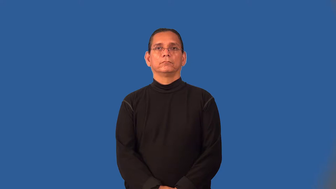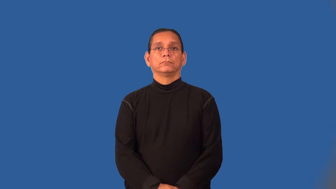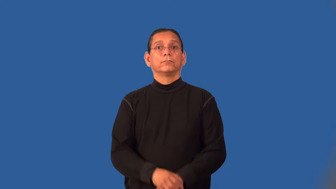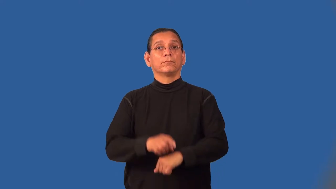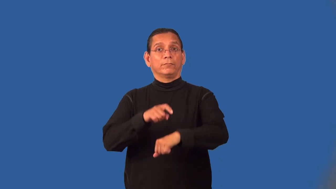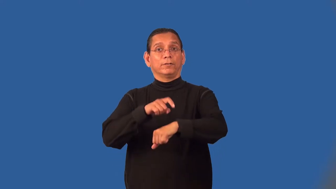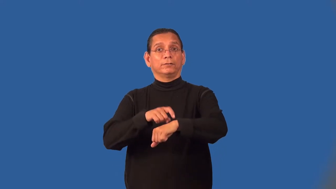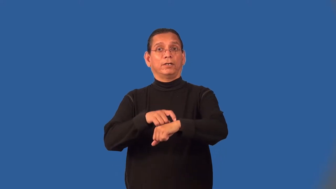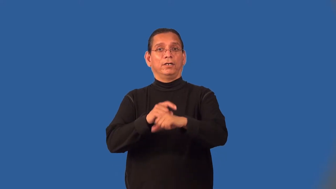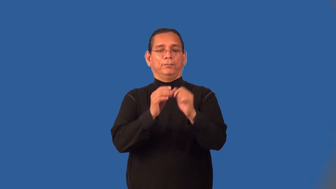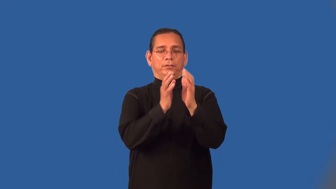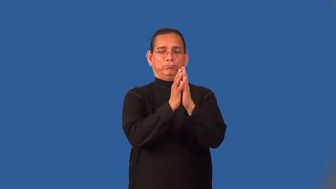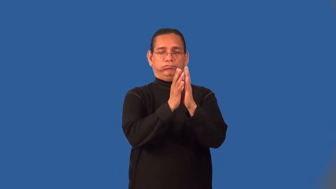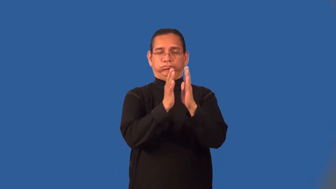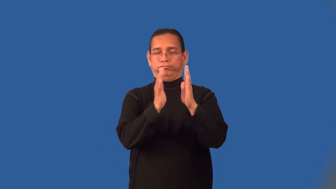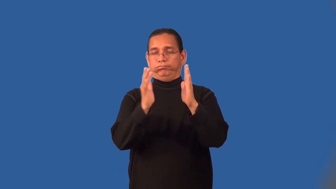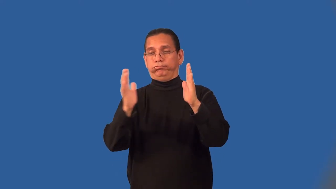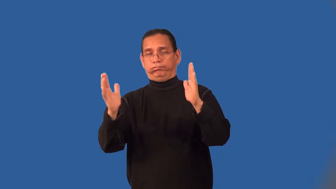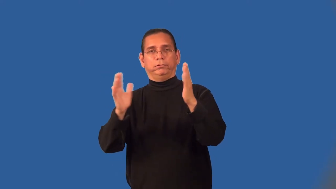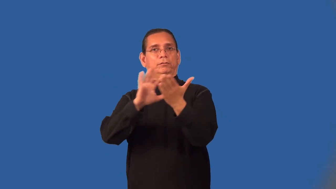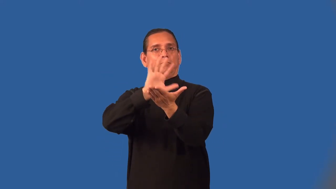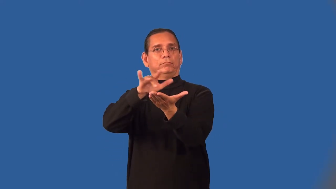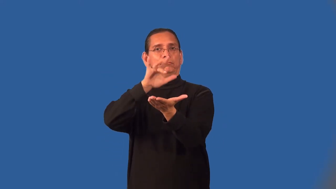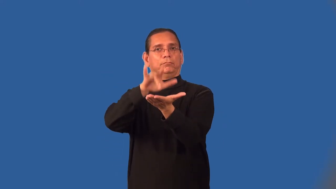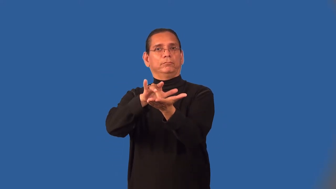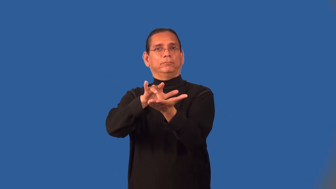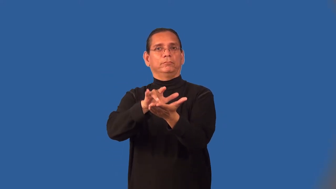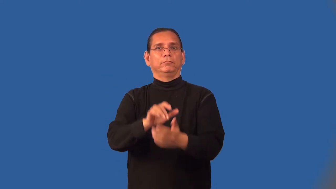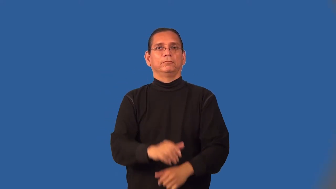midterm-time span